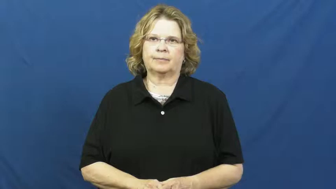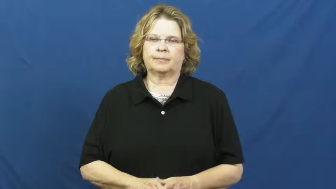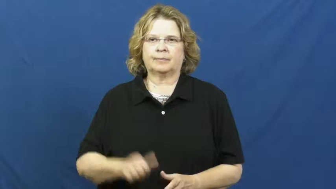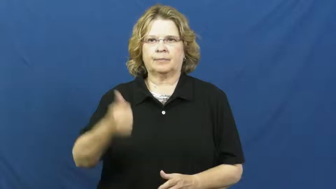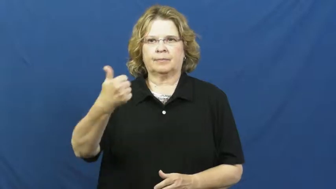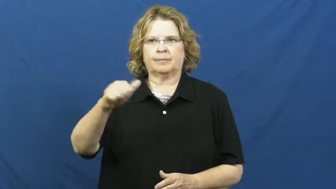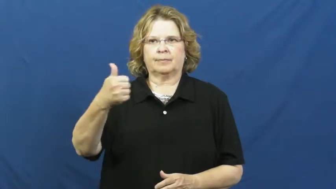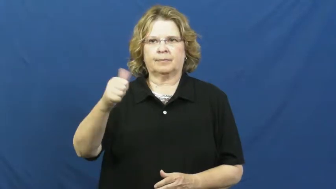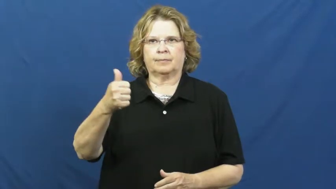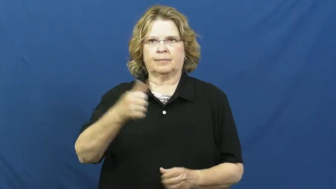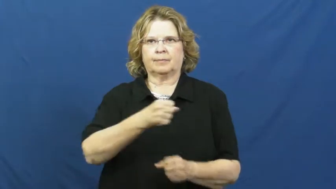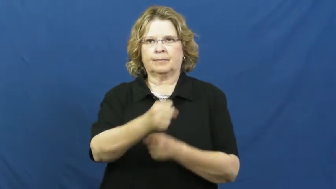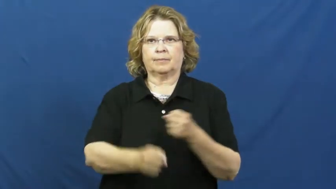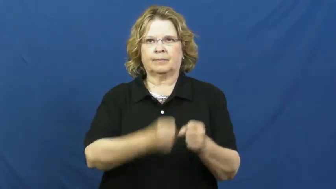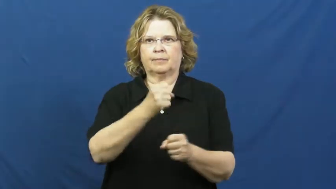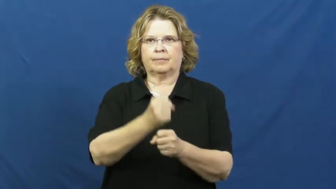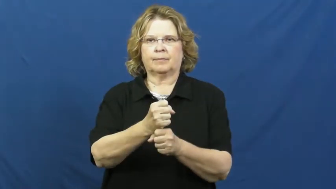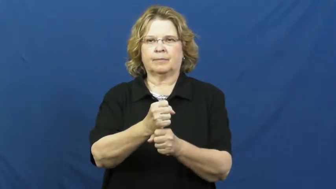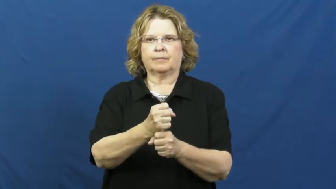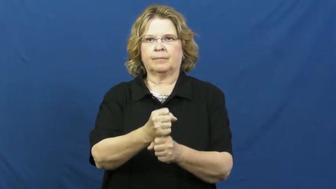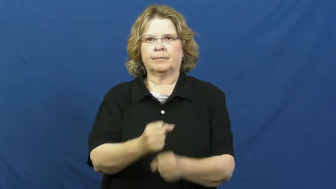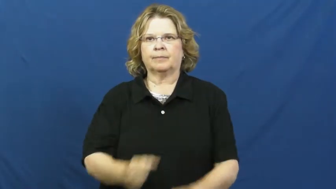decade